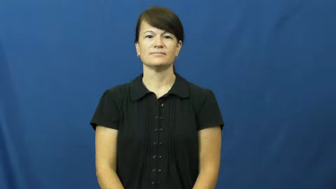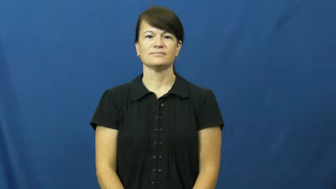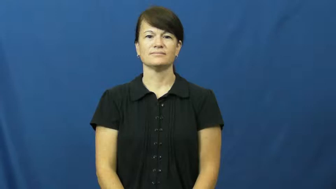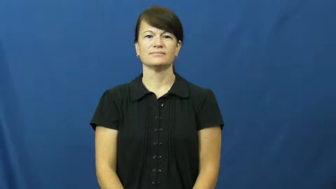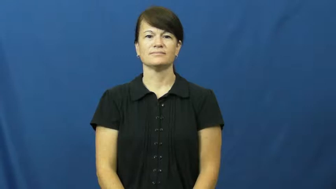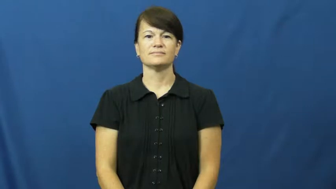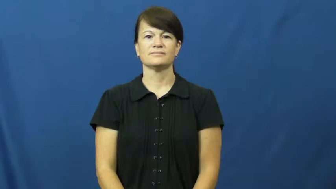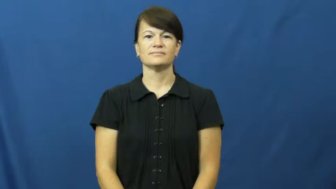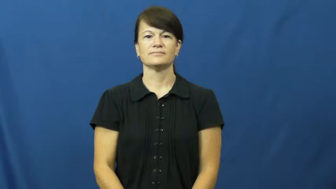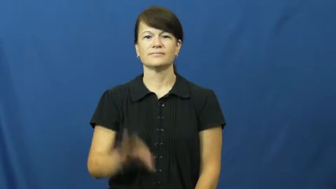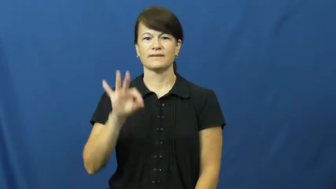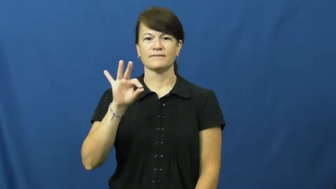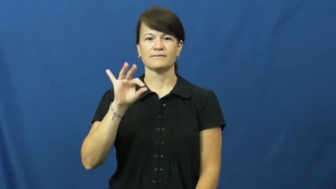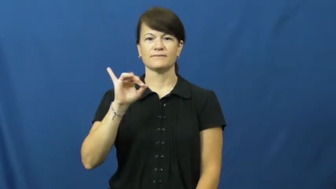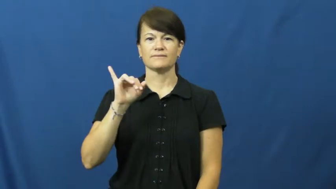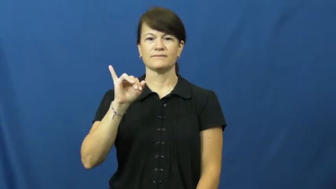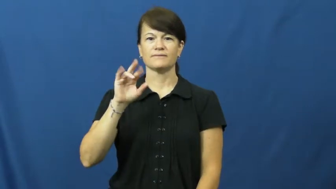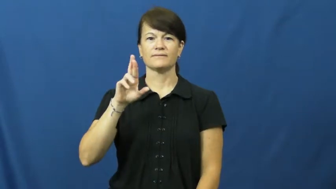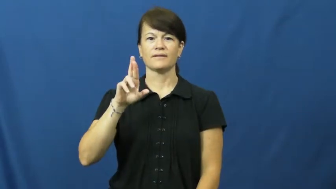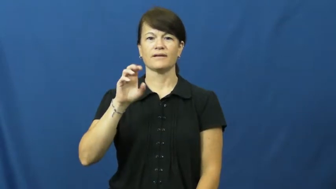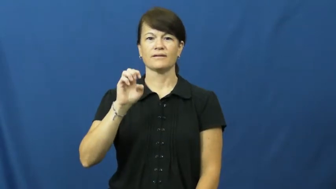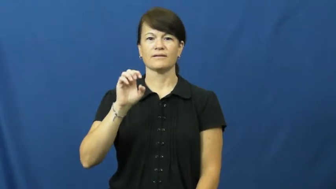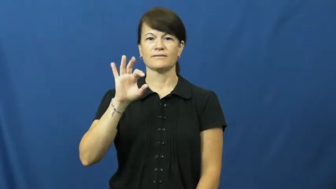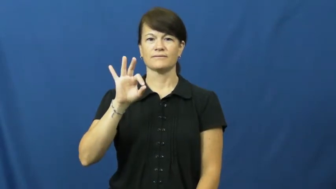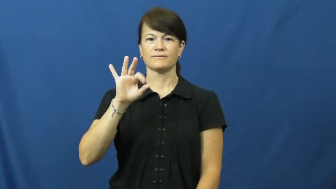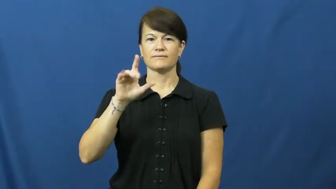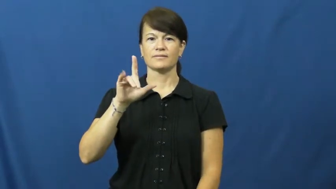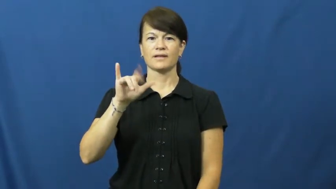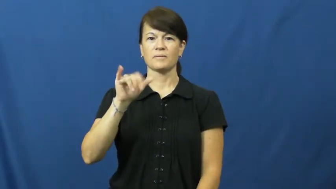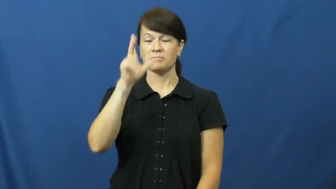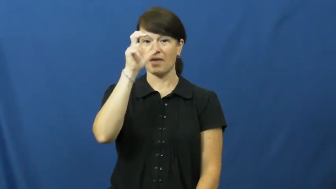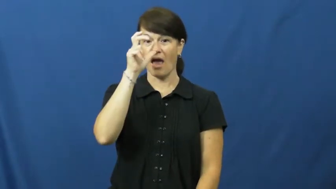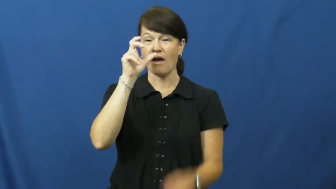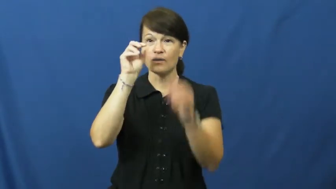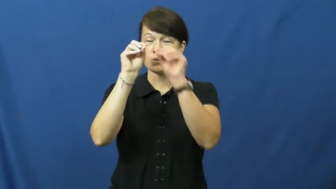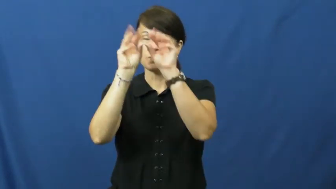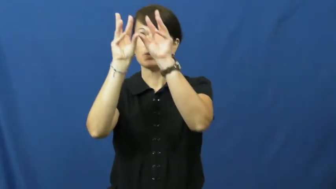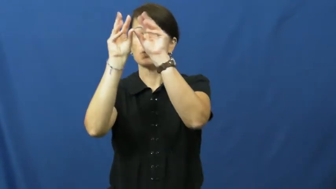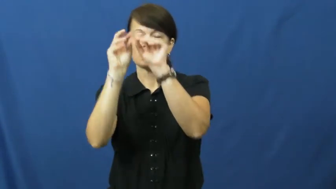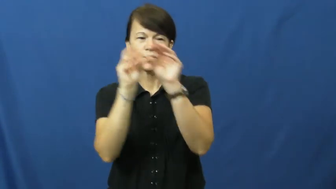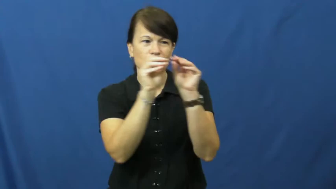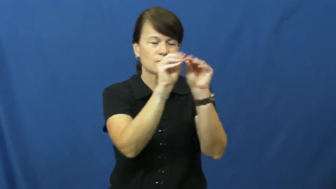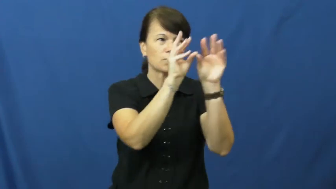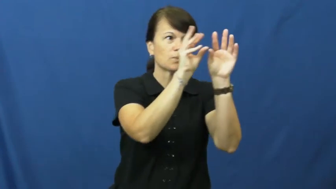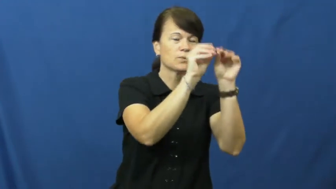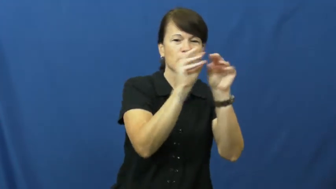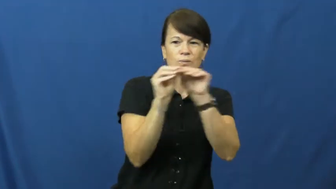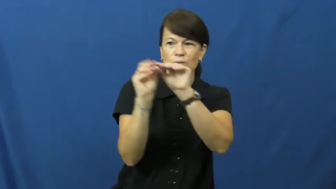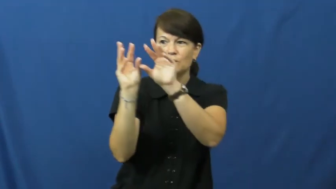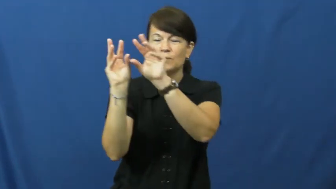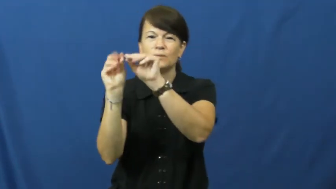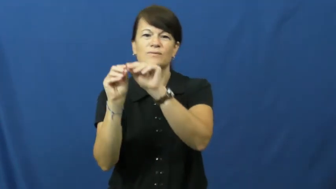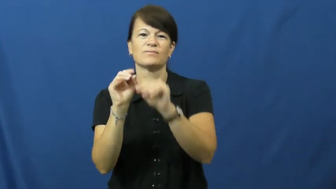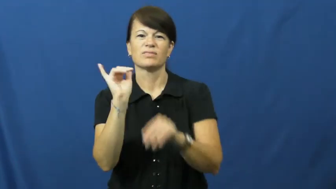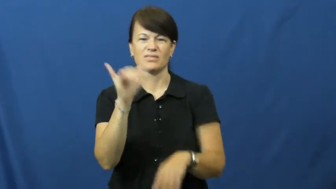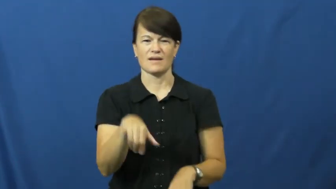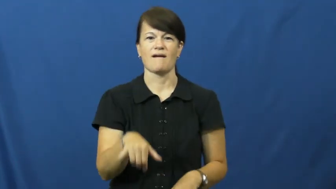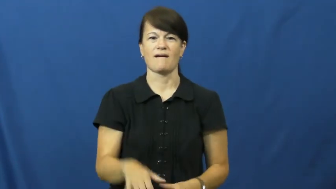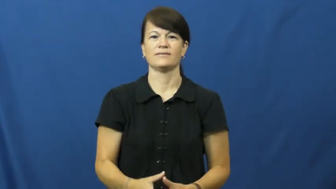firefly,lightning bug